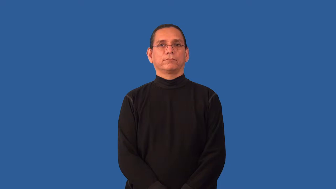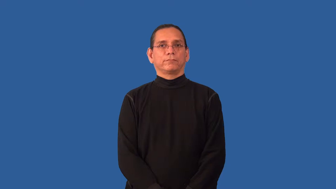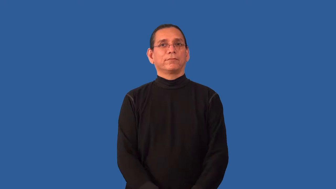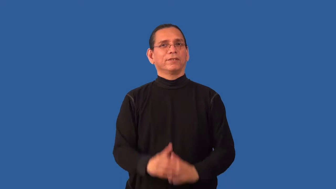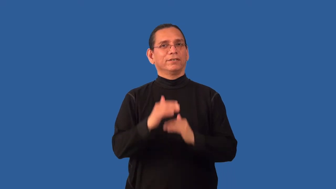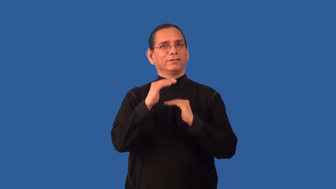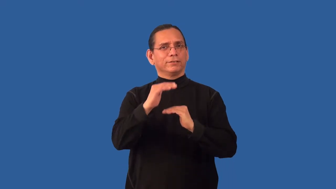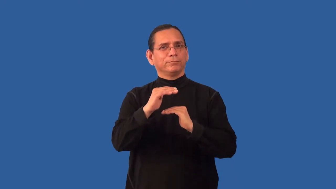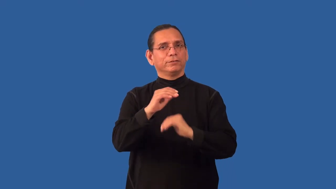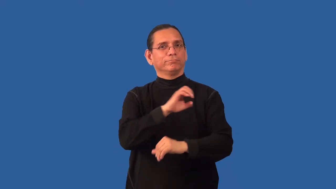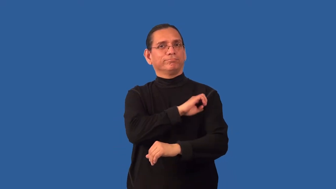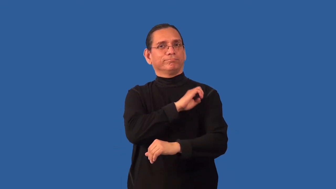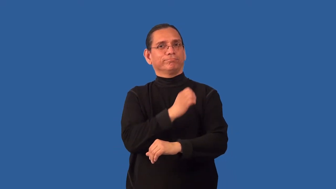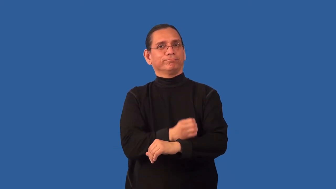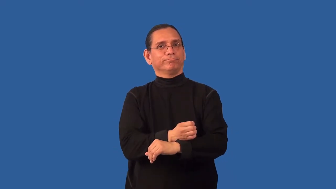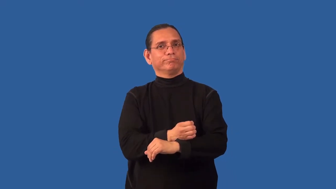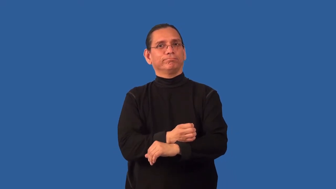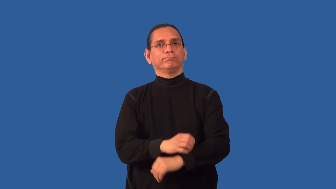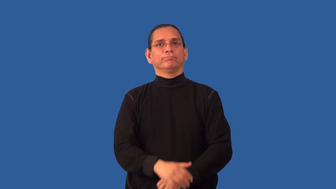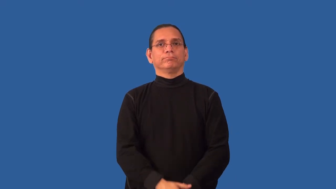nonrenewable-energy